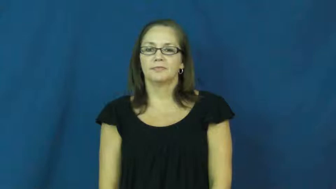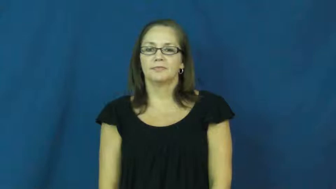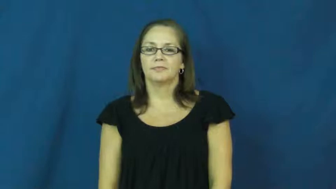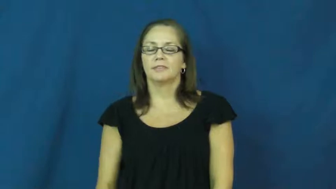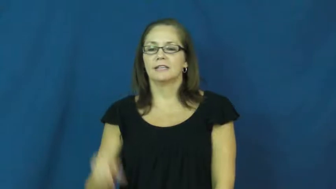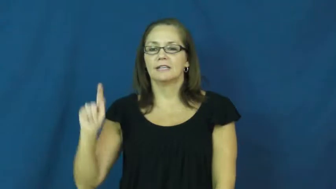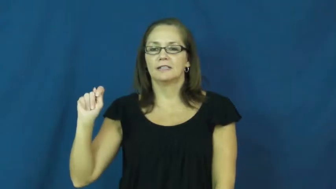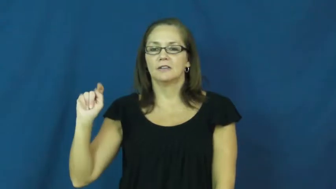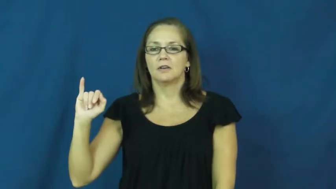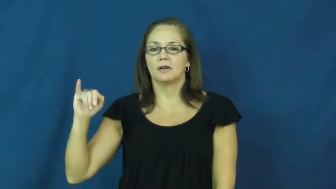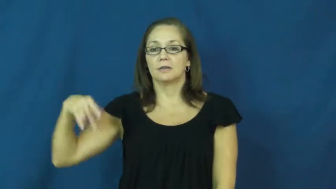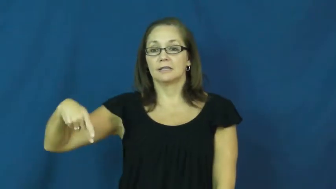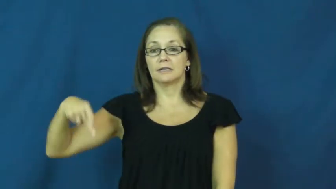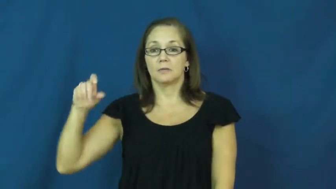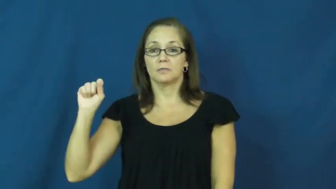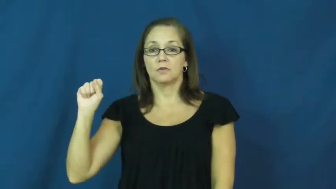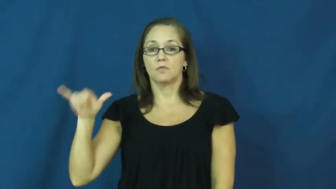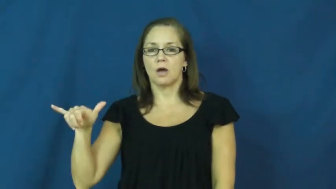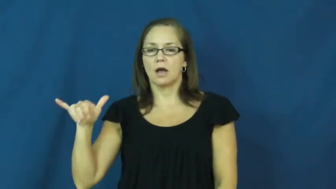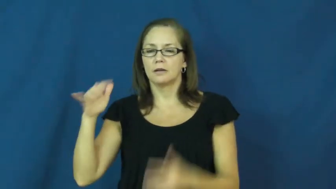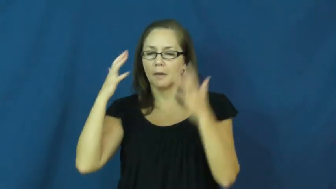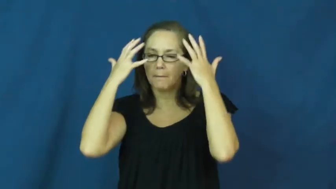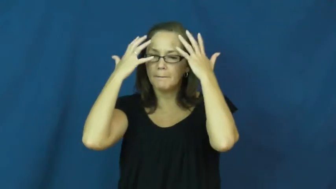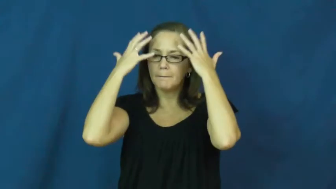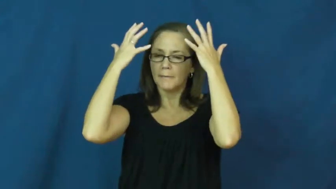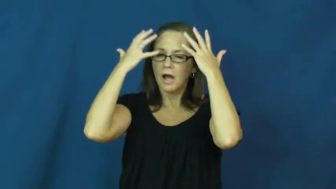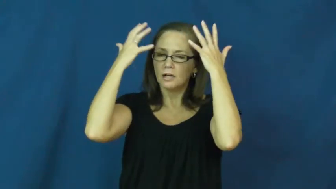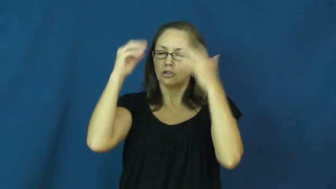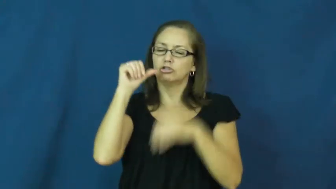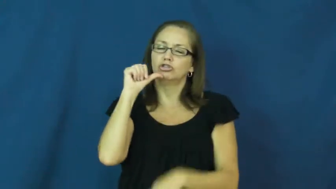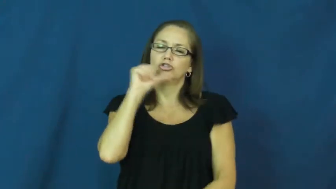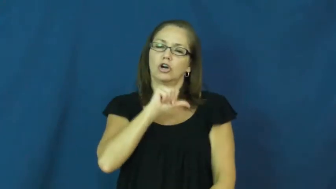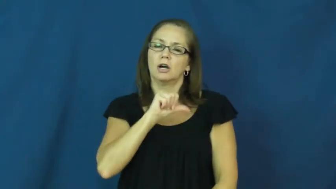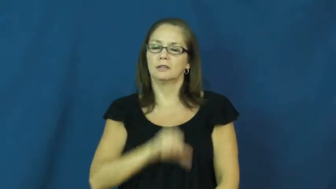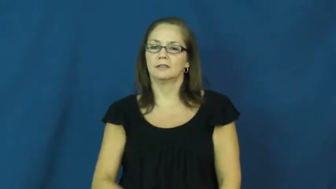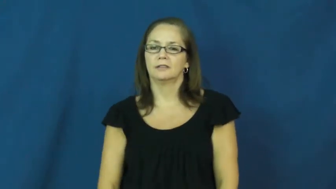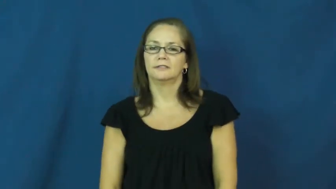tipsy